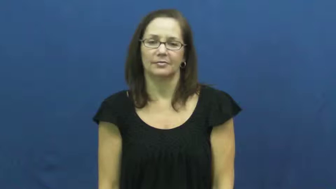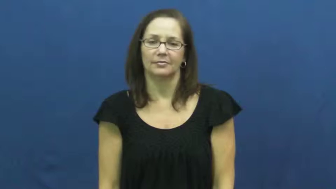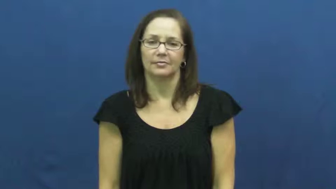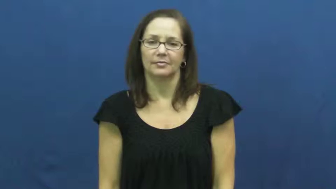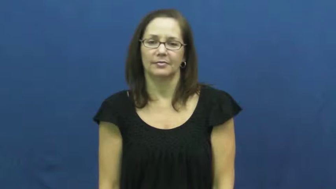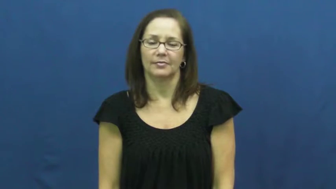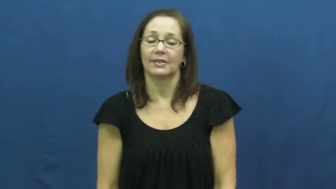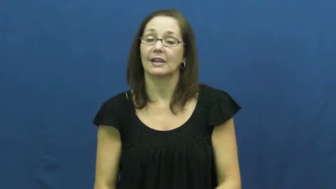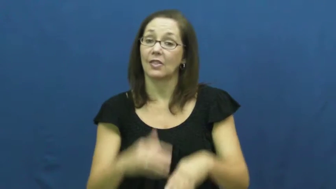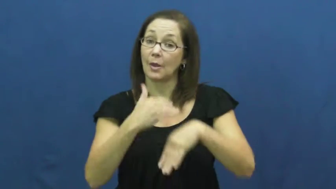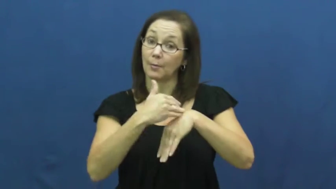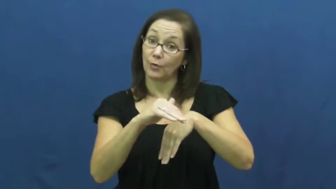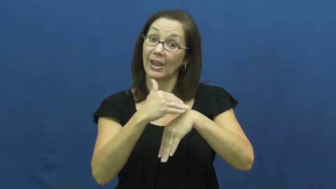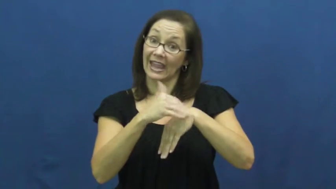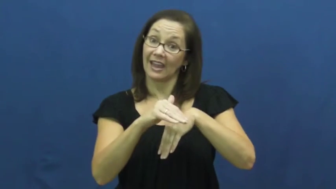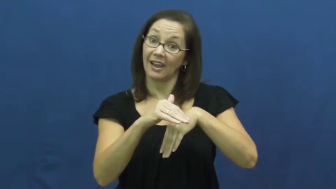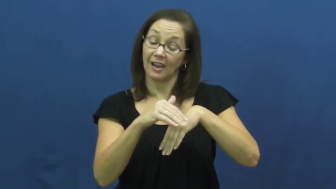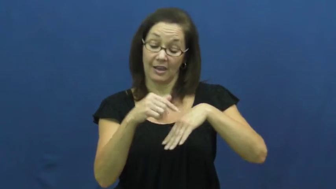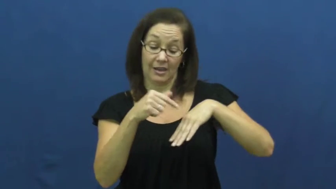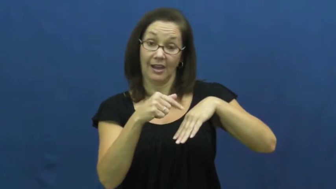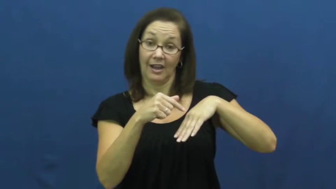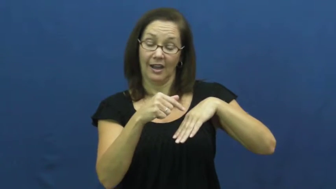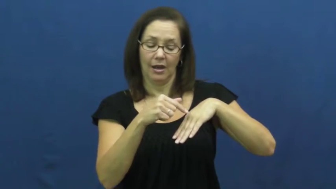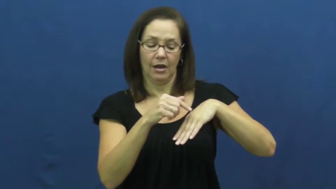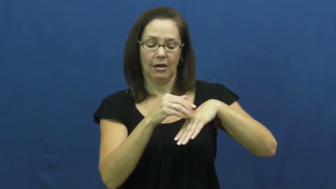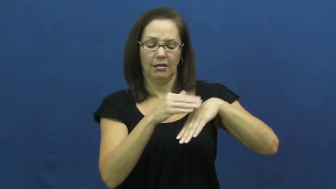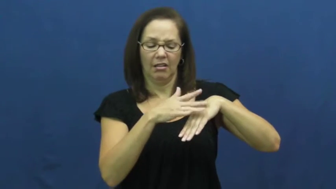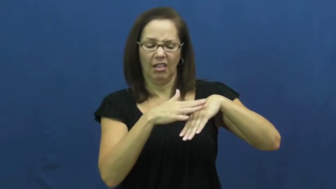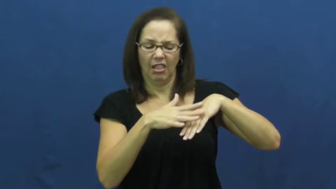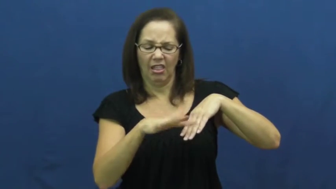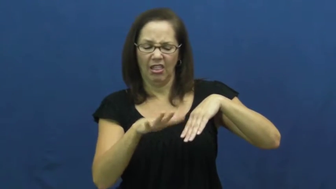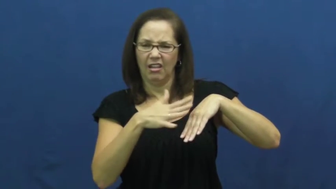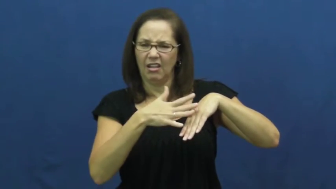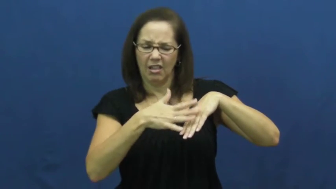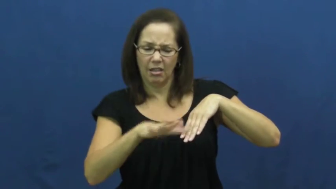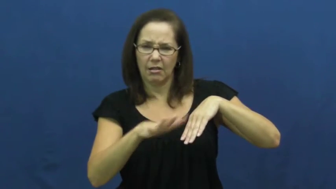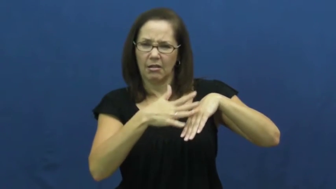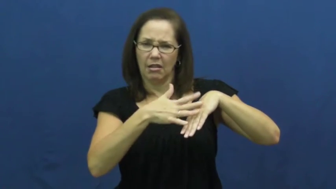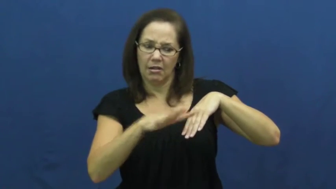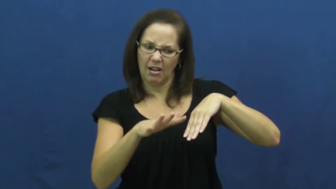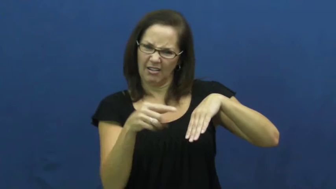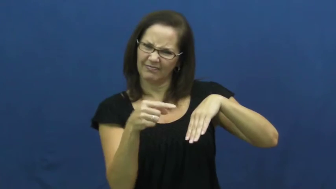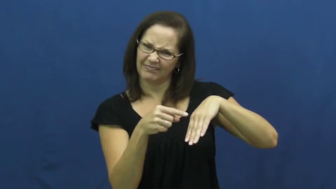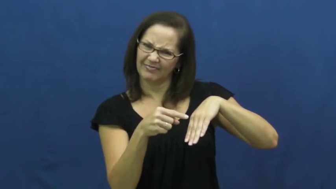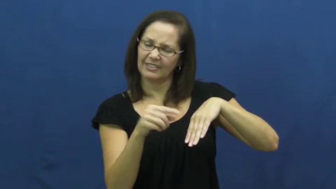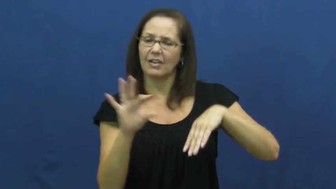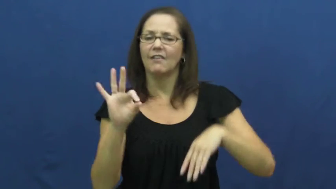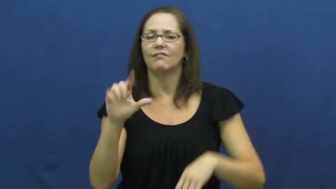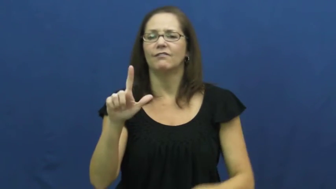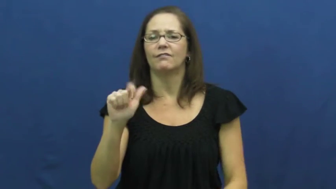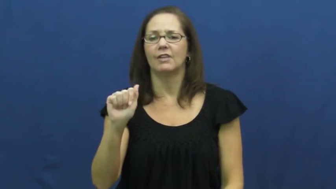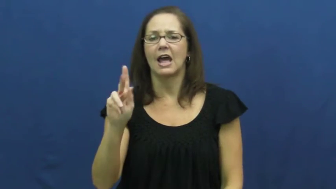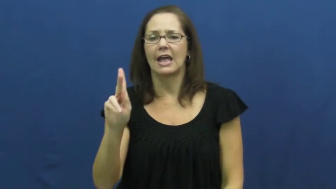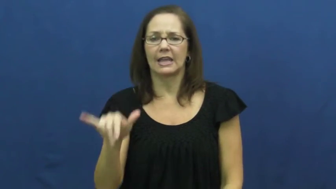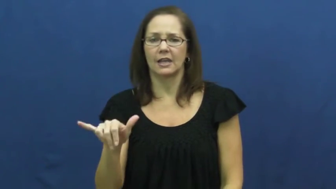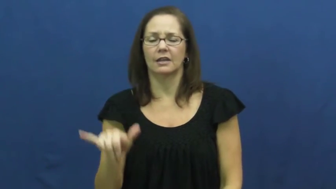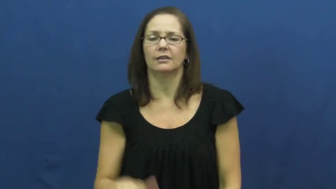flaky-food